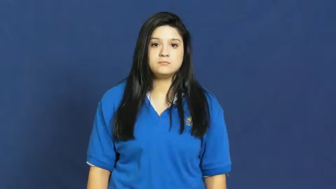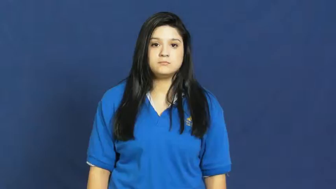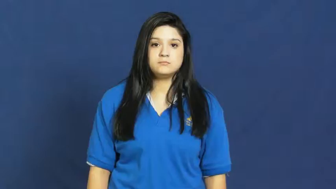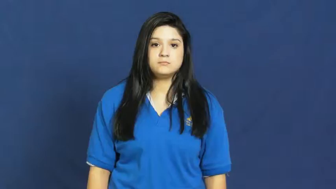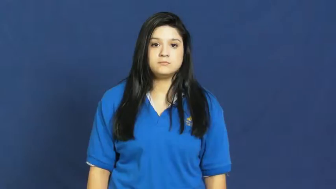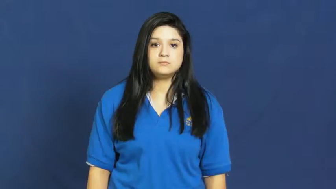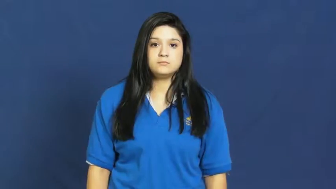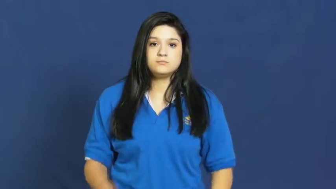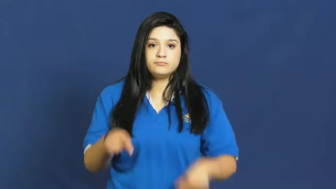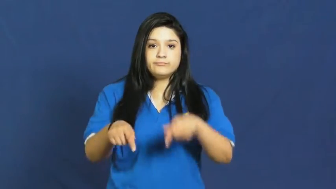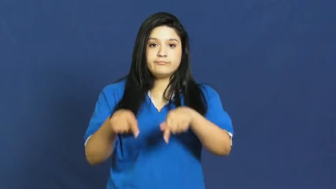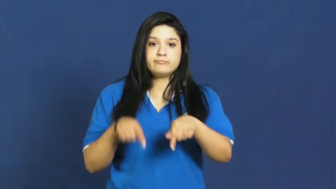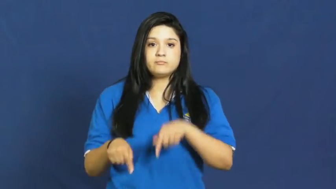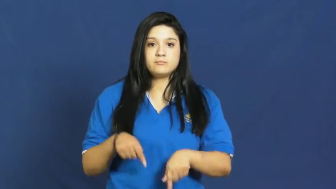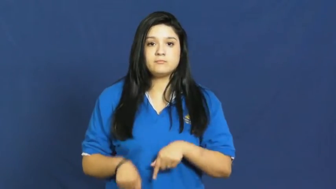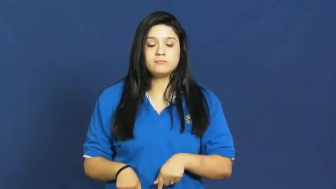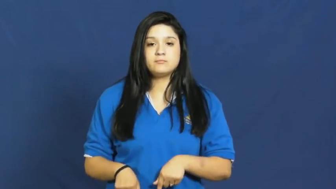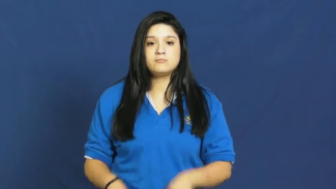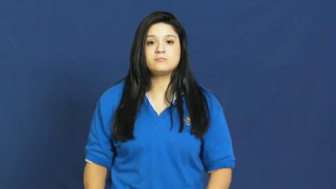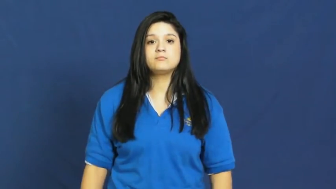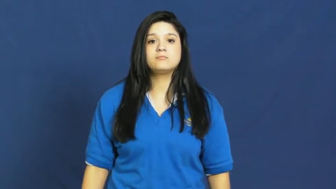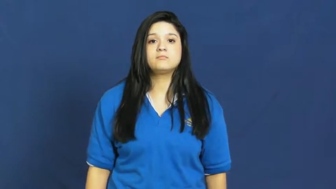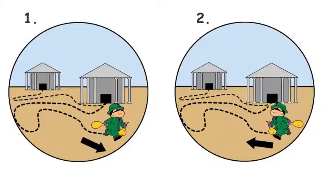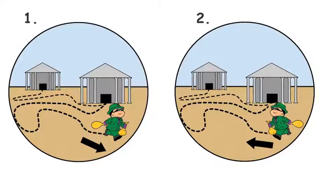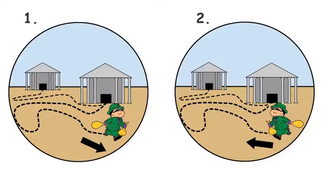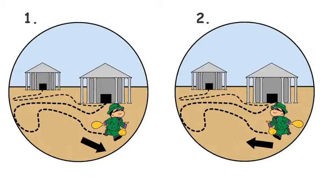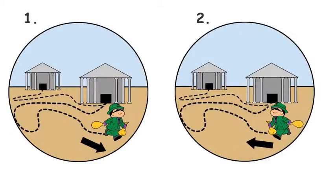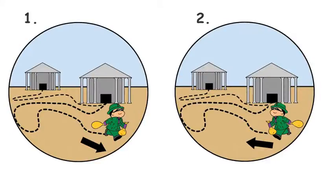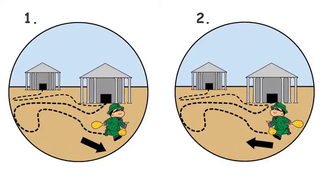backtrack,fall back on